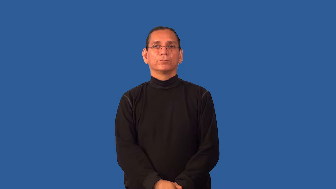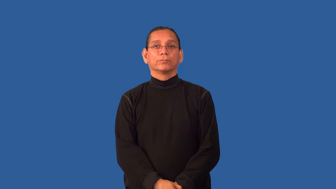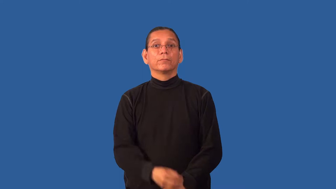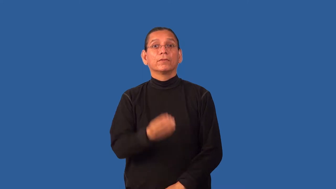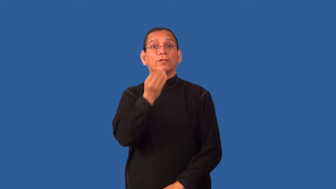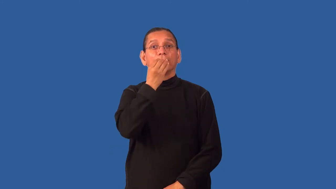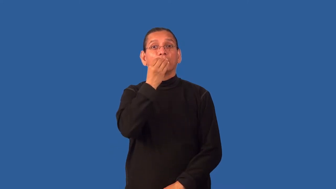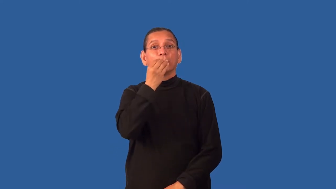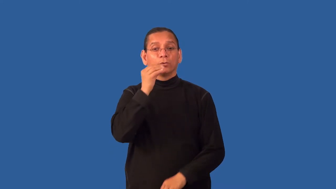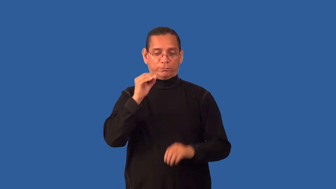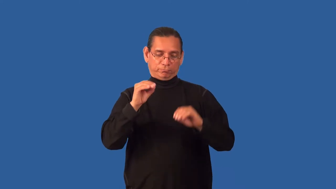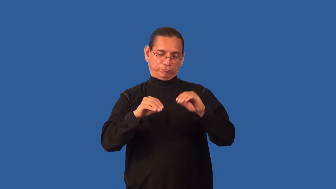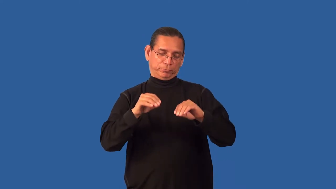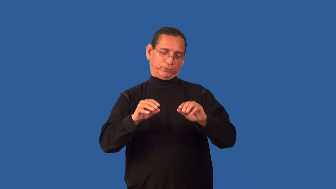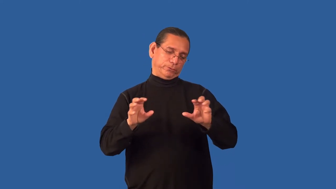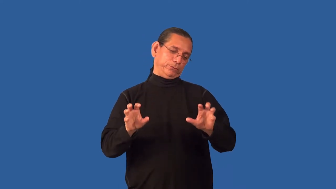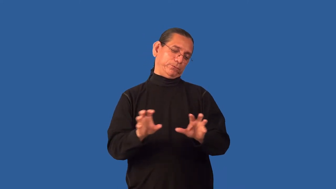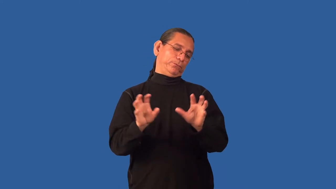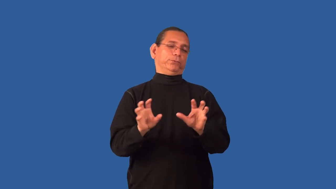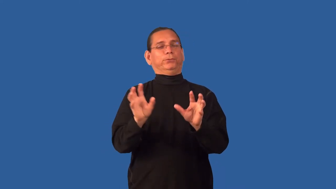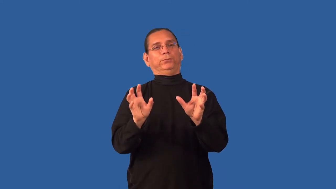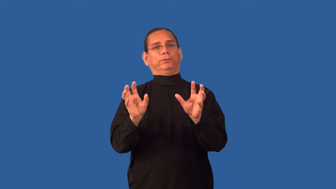garnish-food